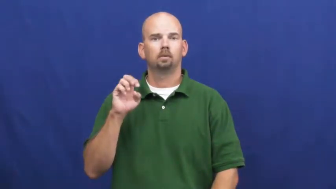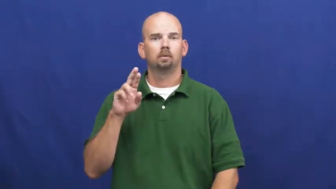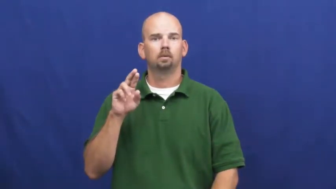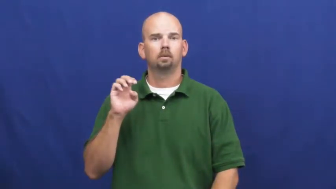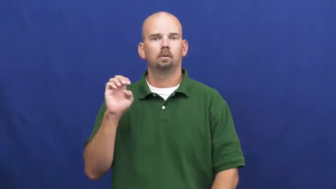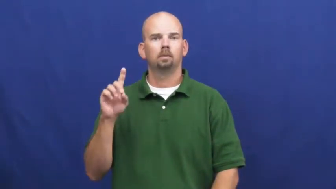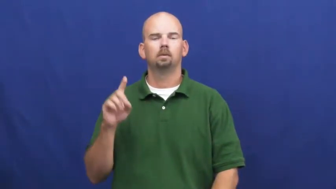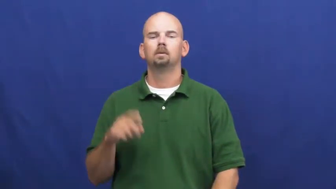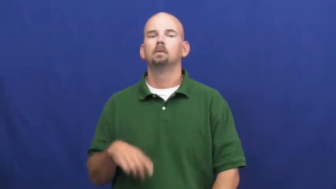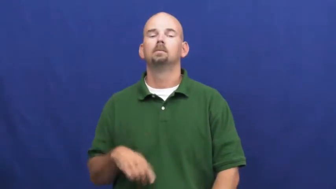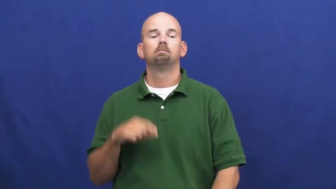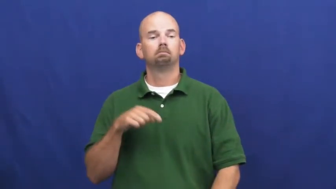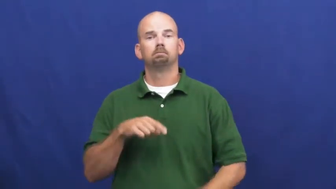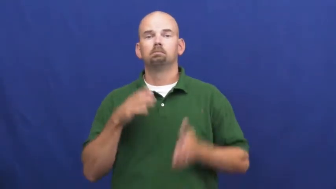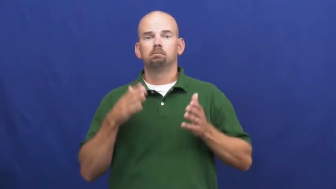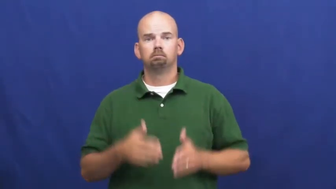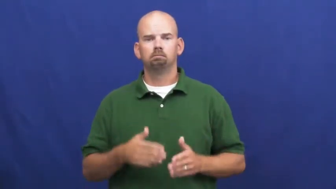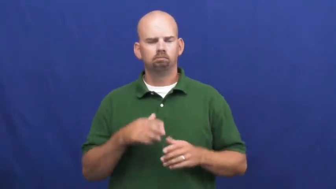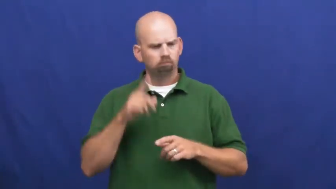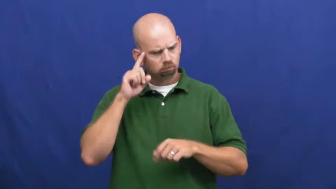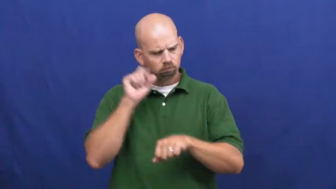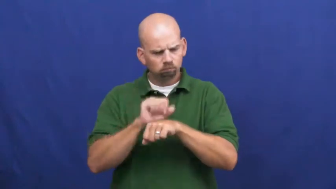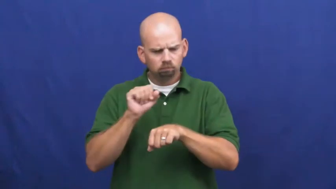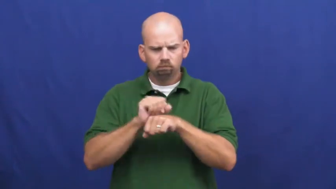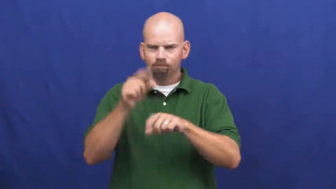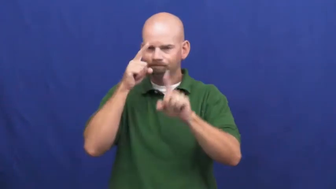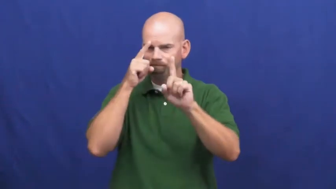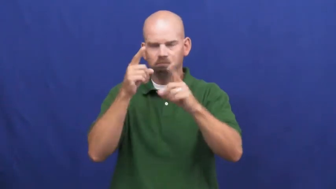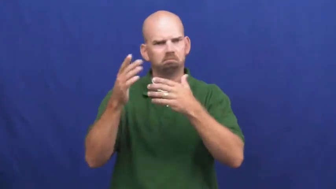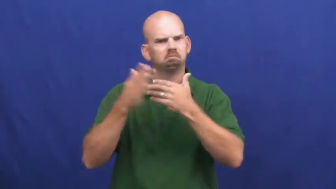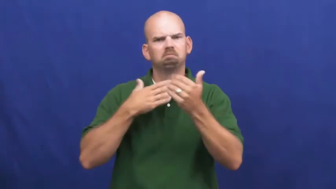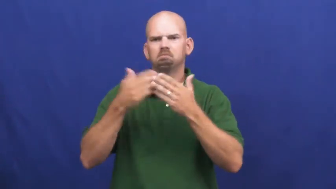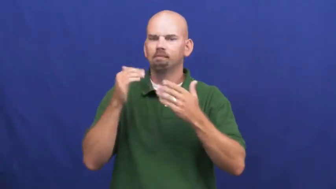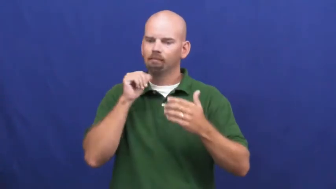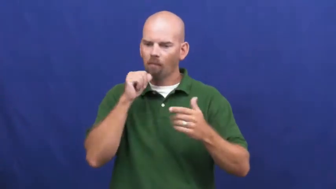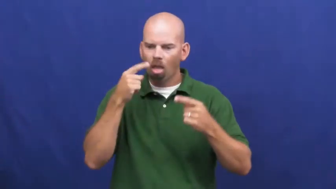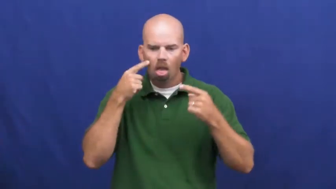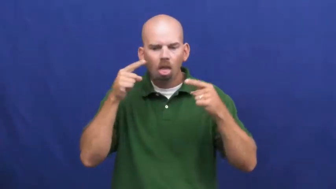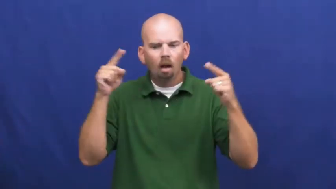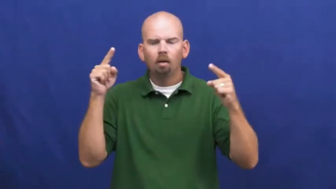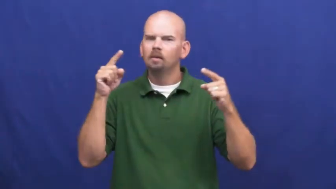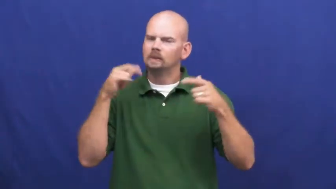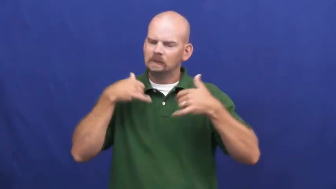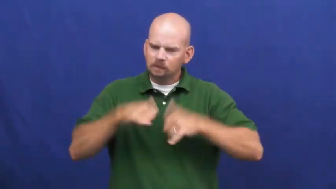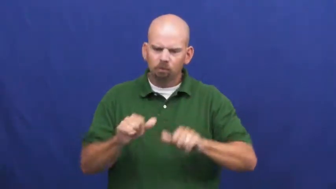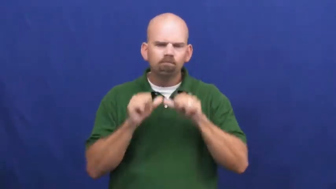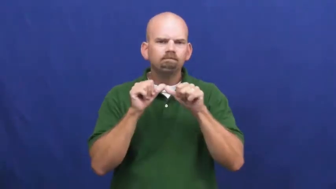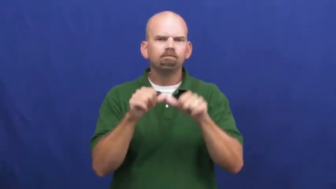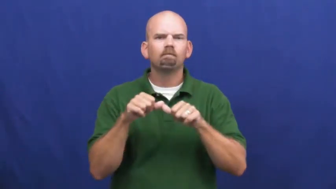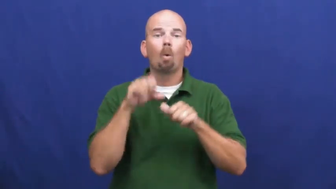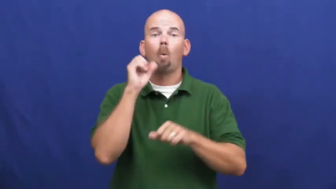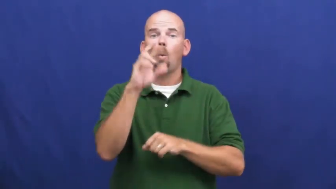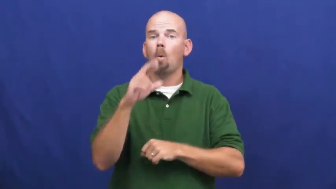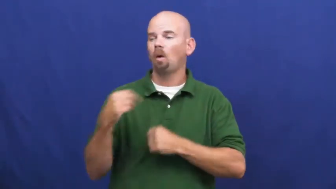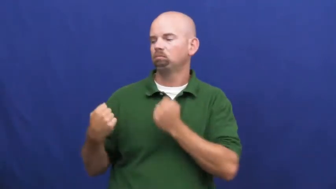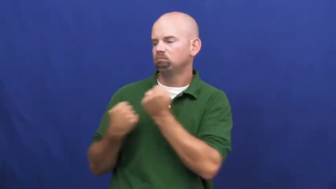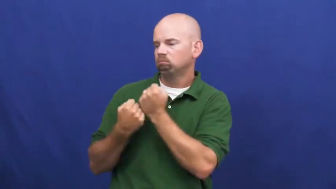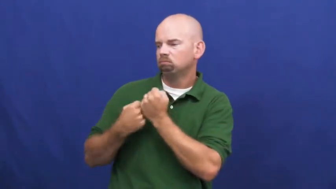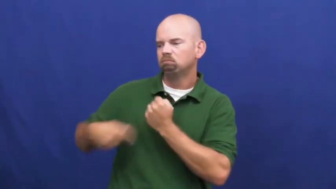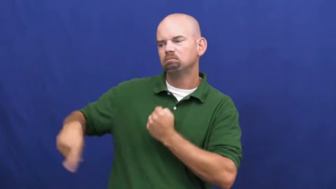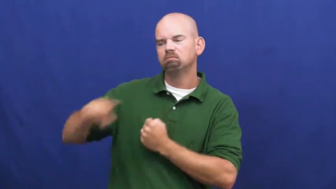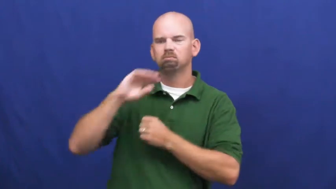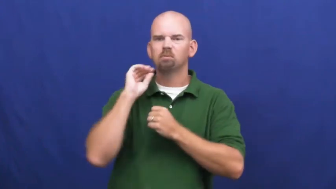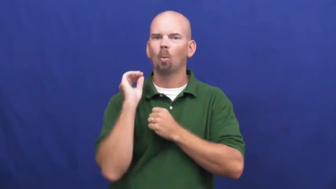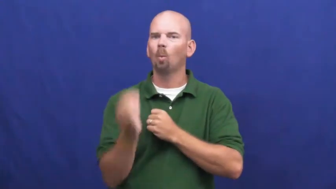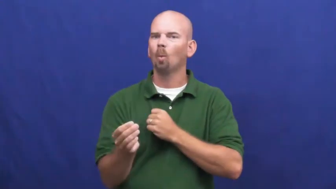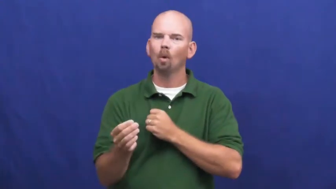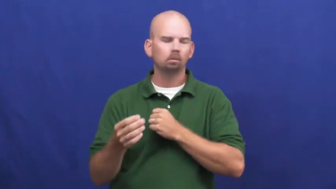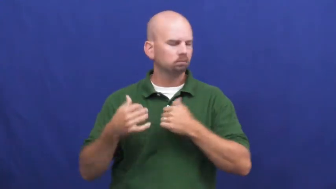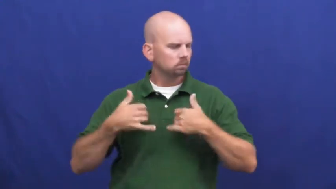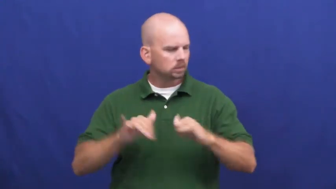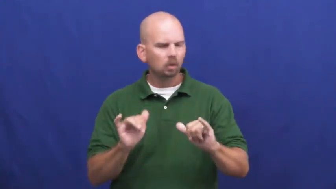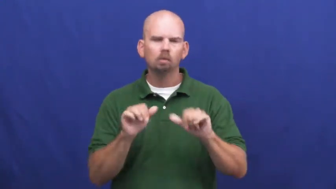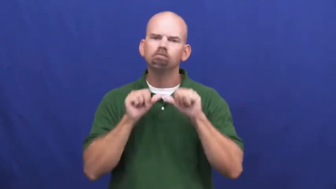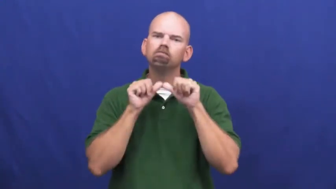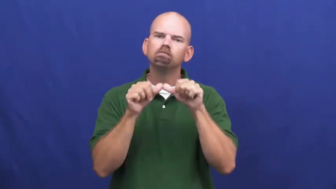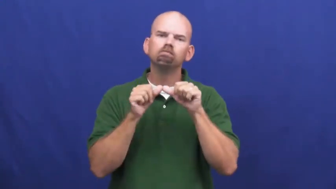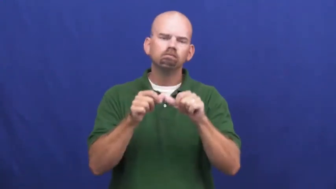undeterred